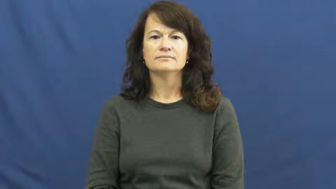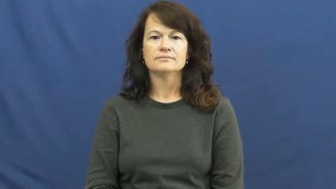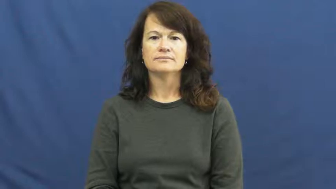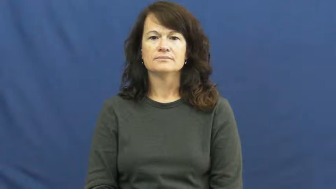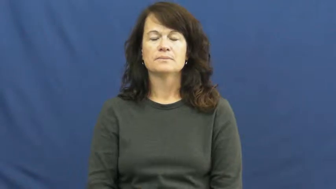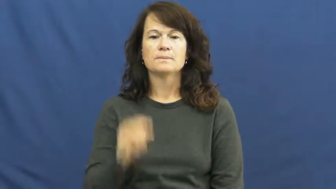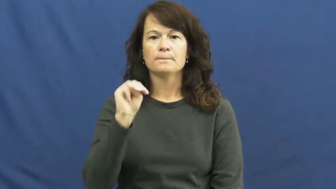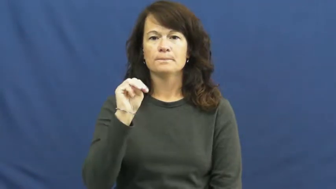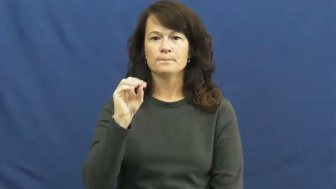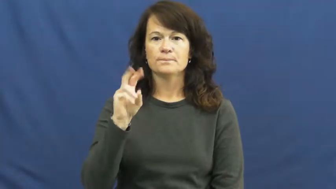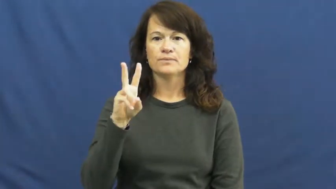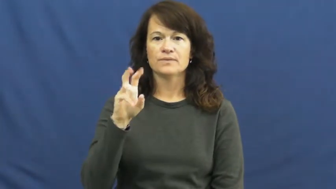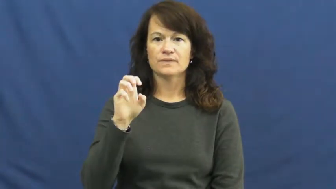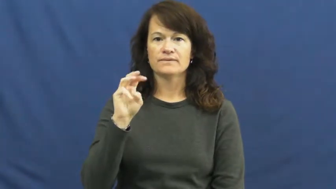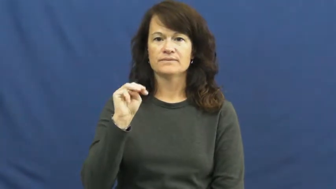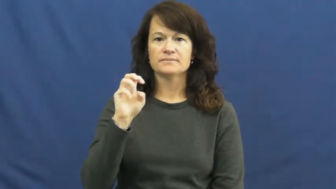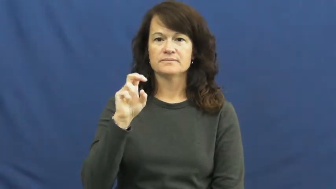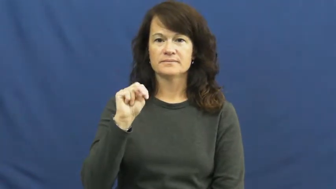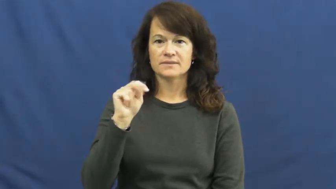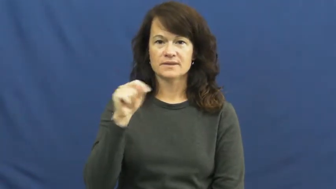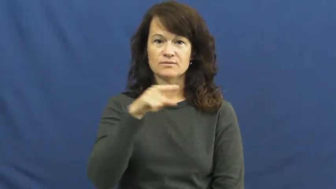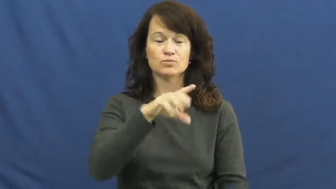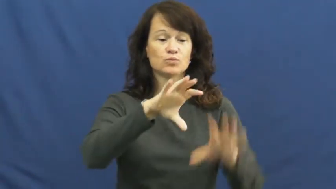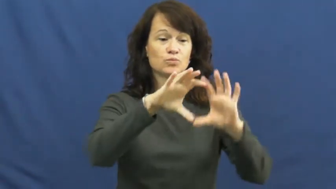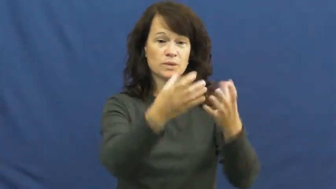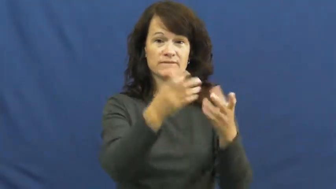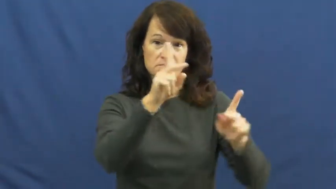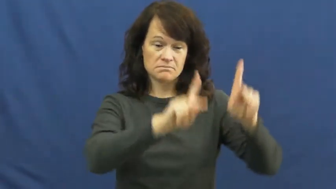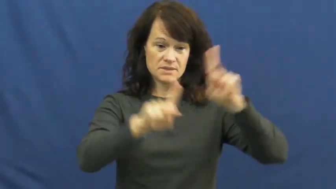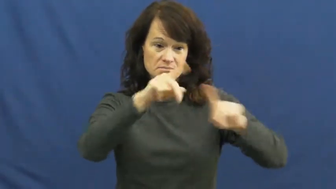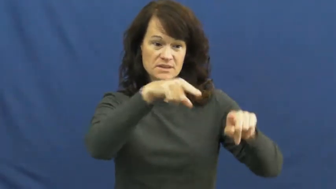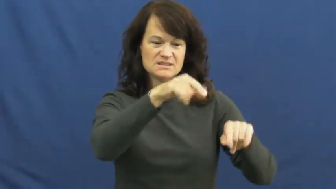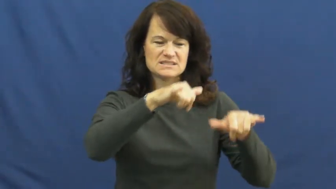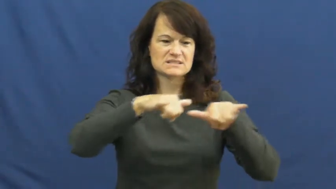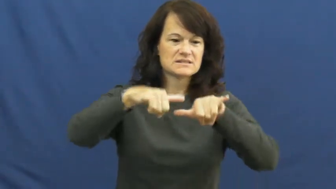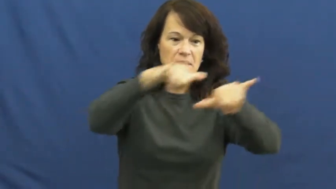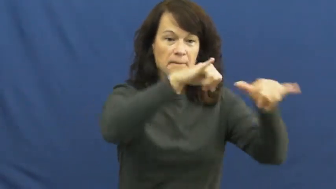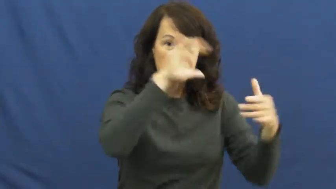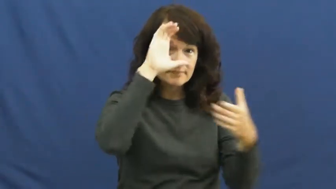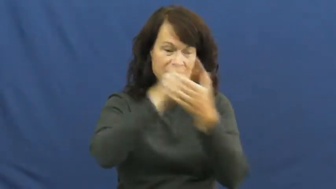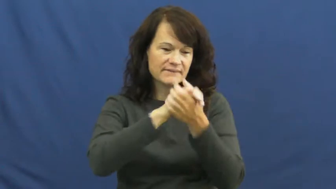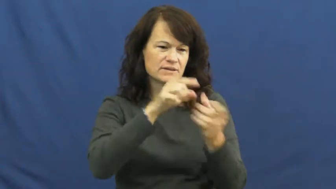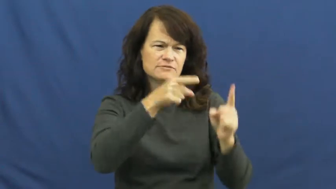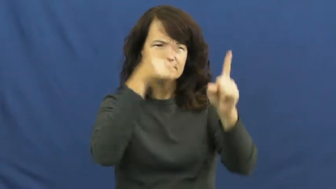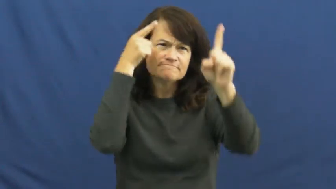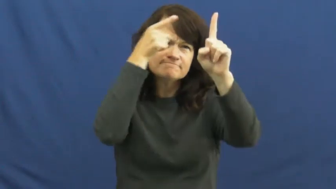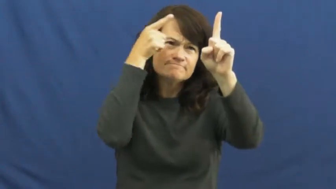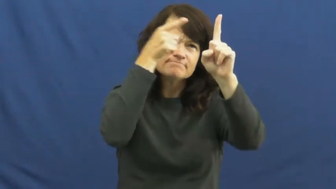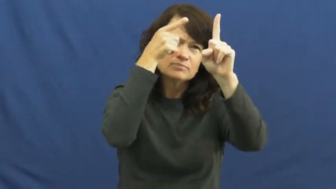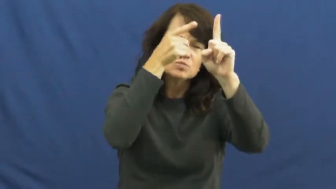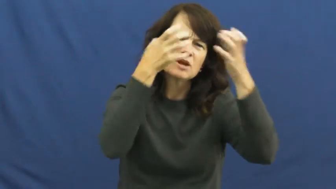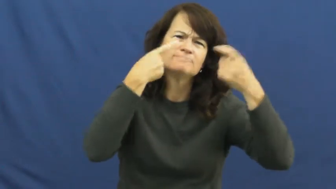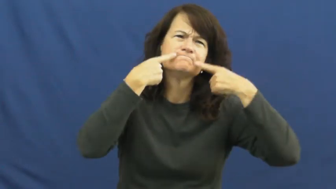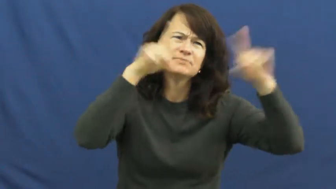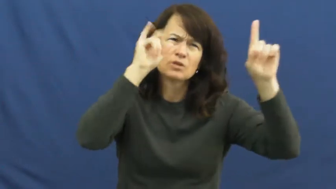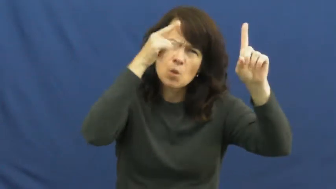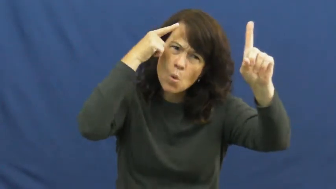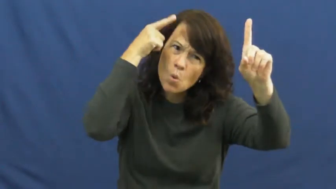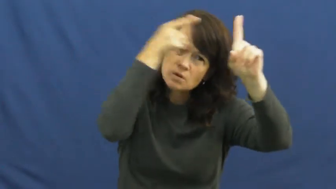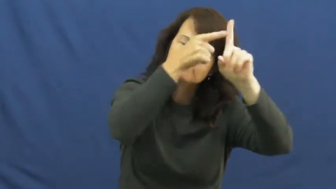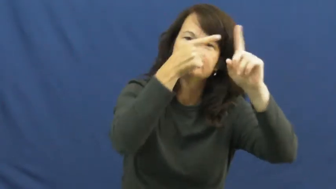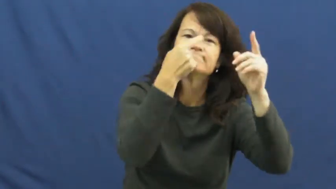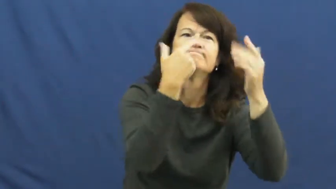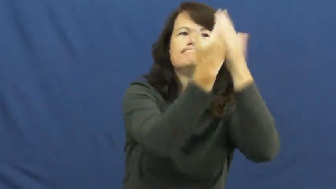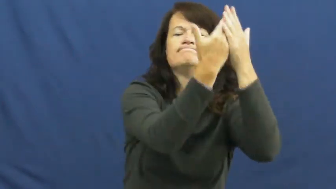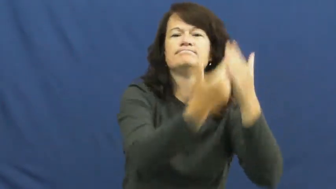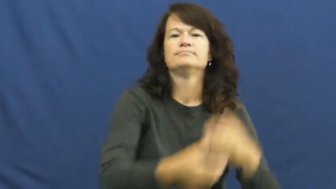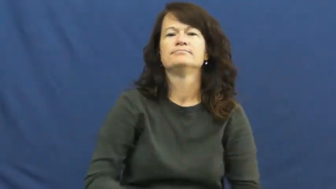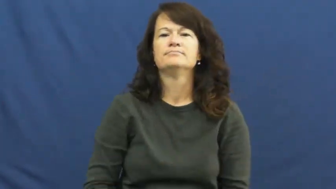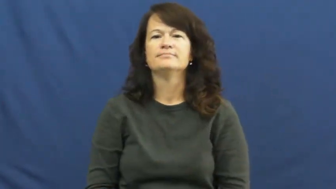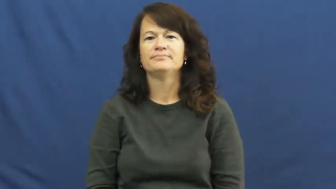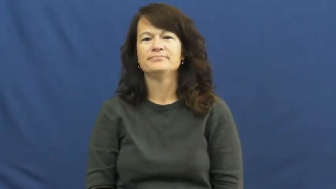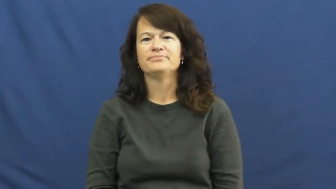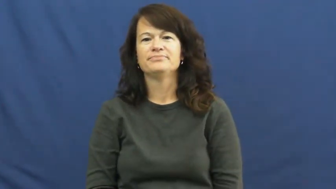movement-political